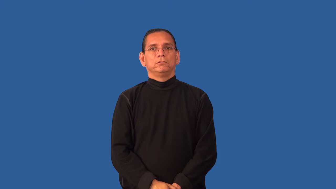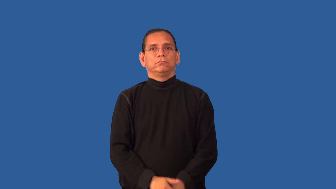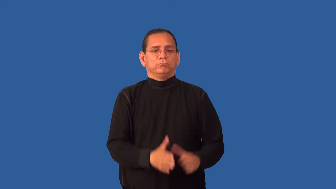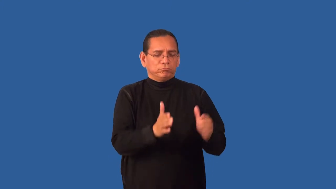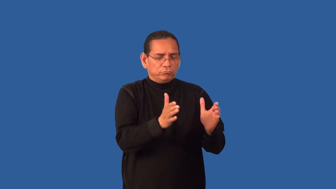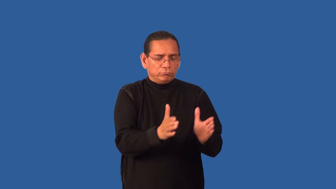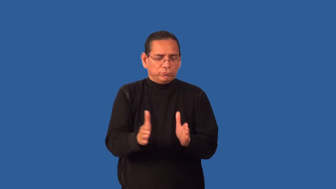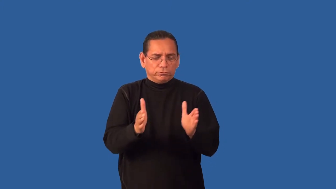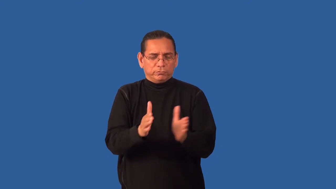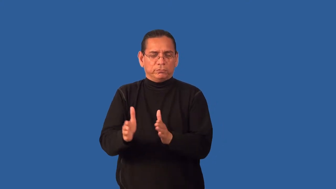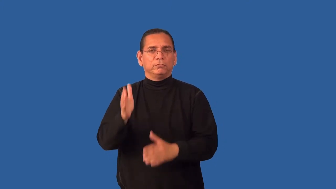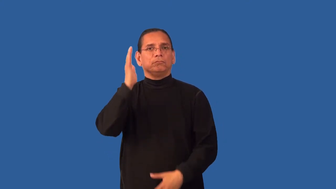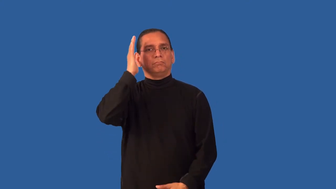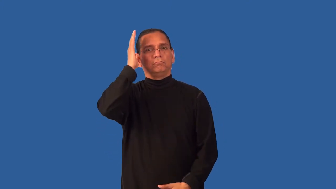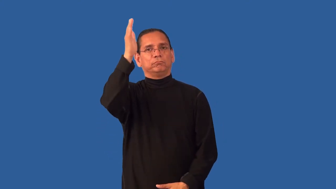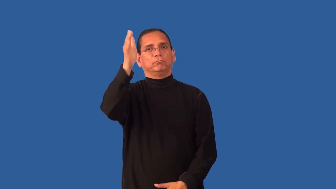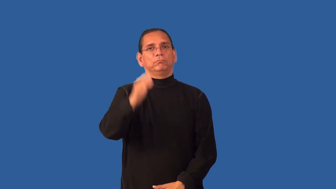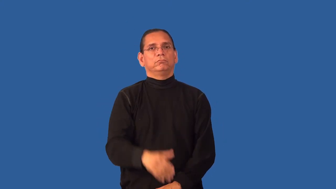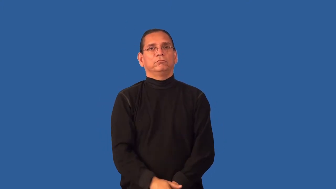forethought,forehand